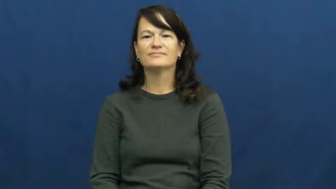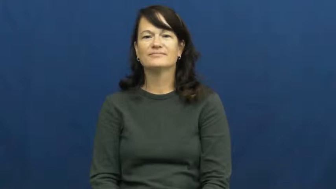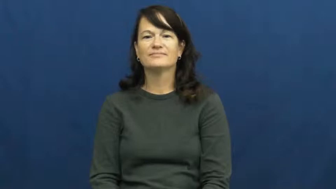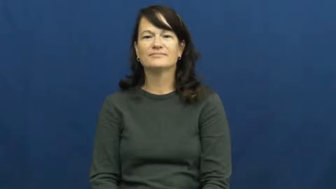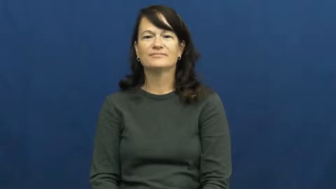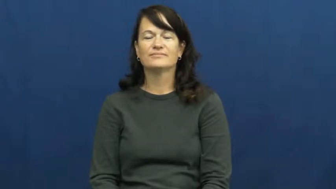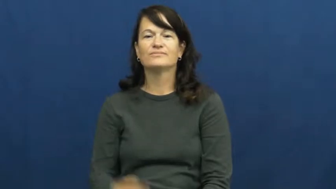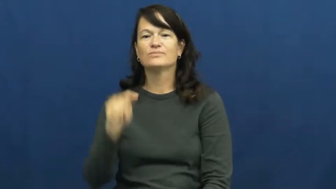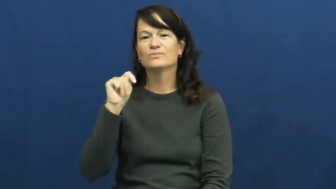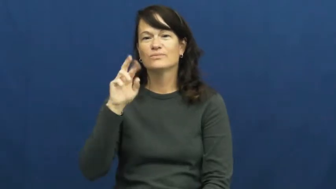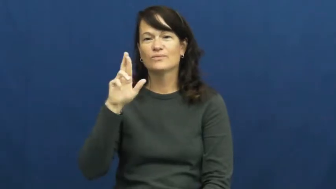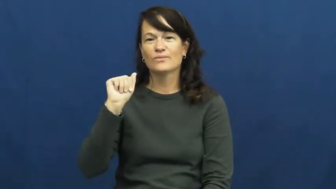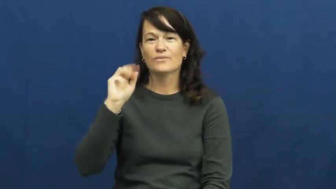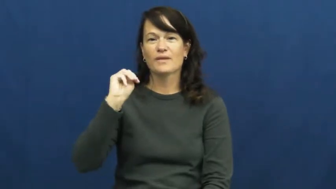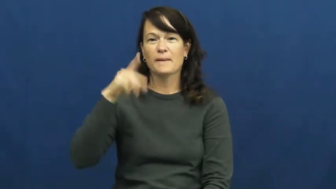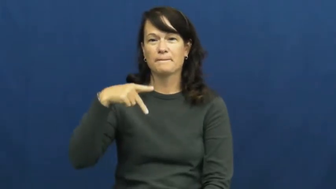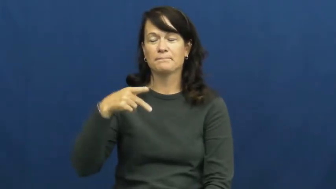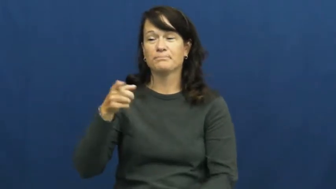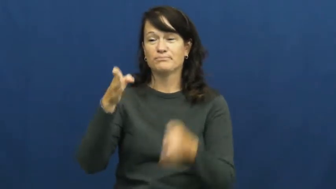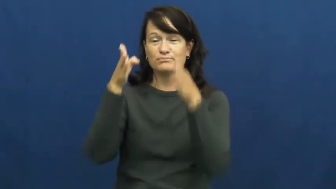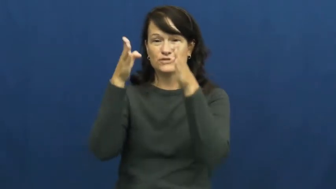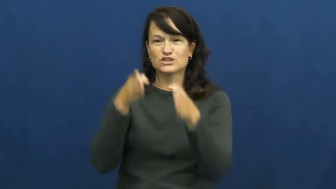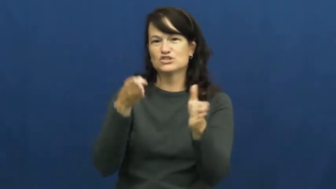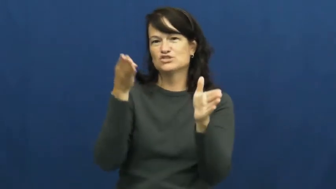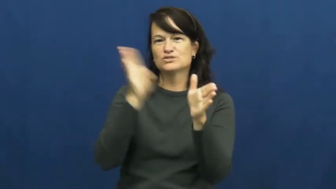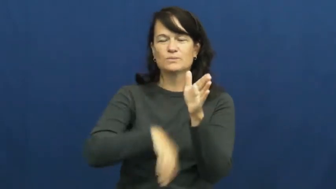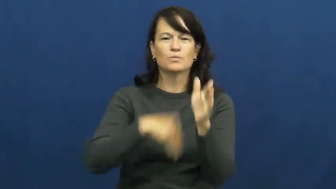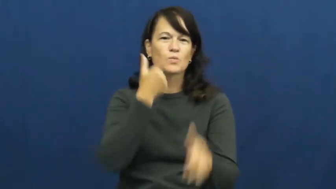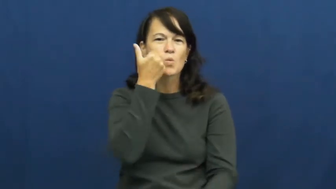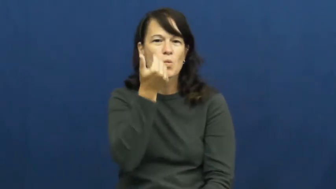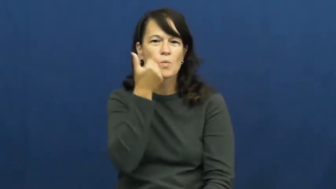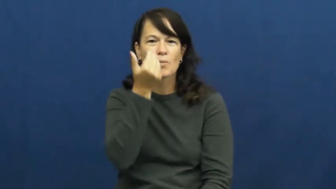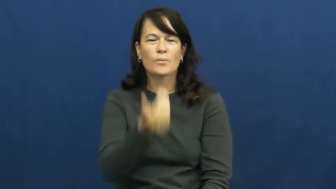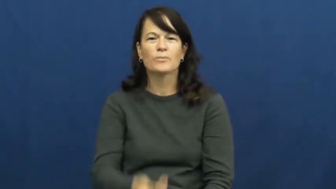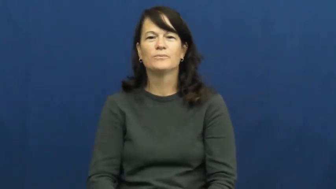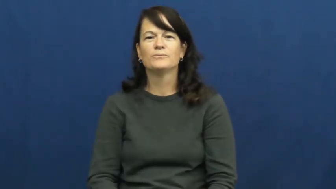tramp-woman